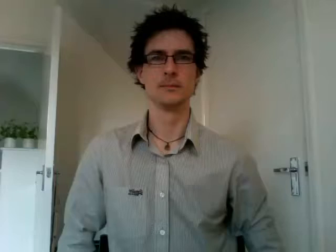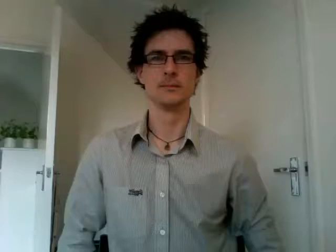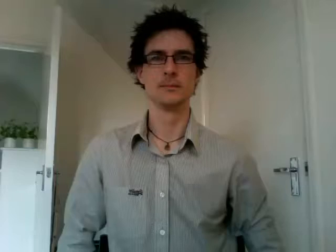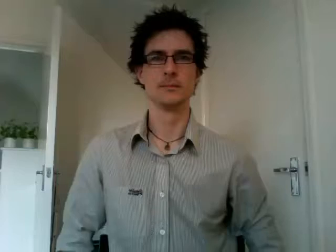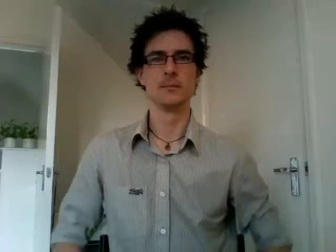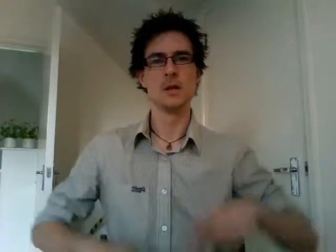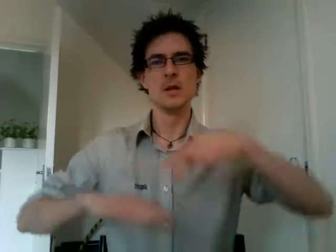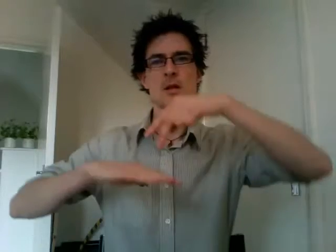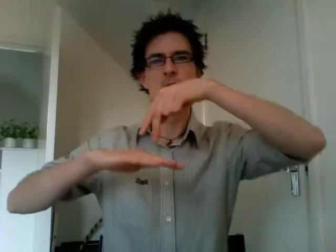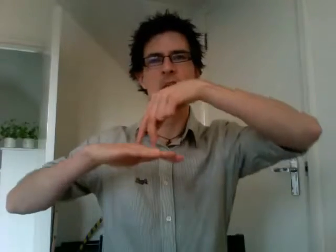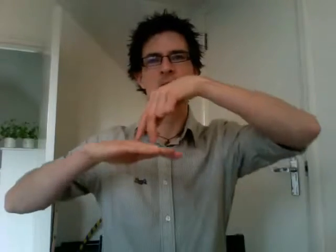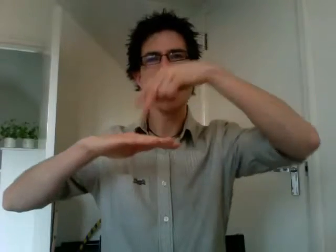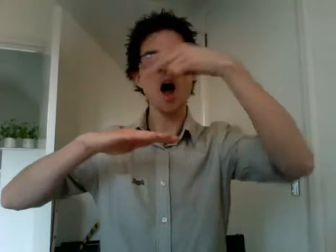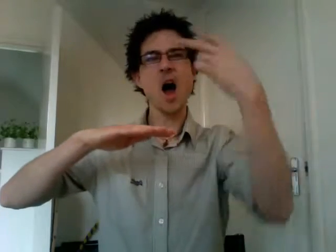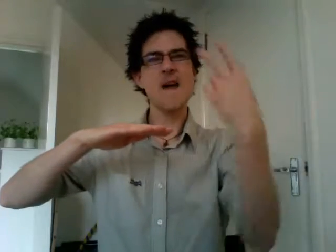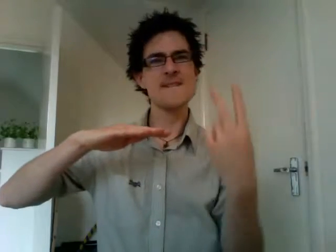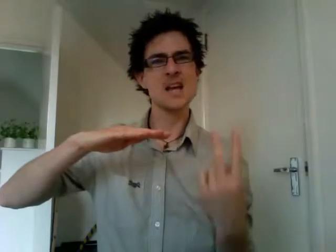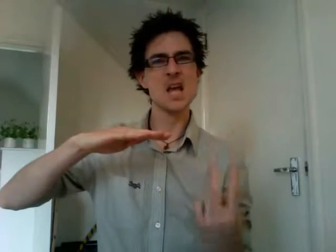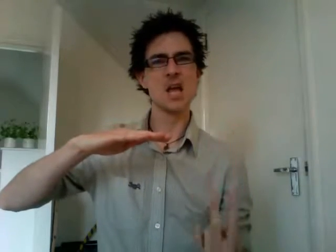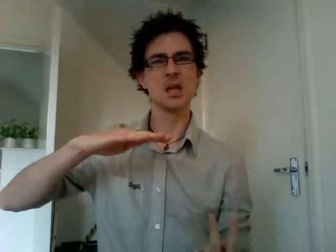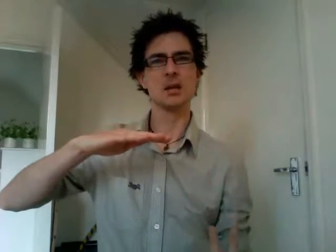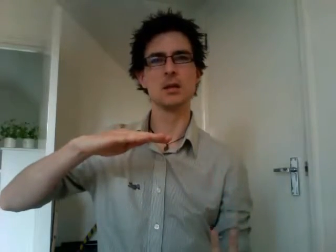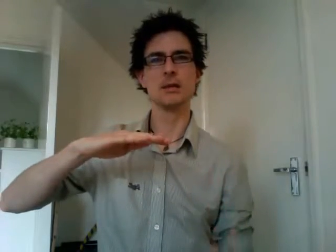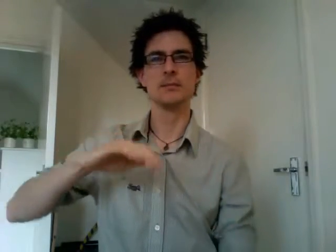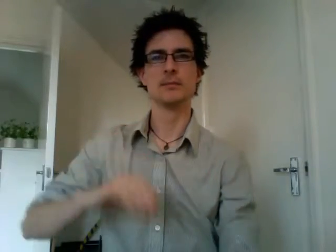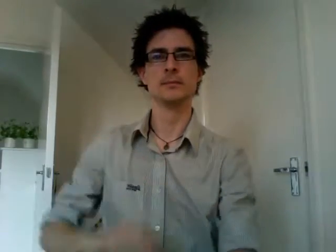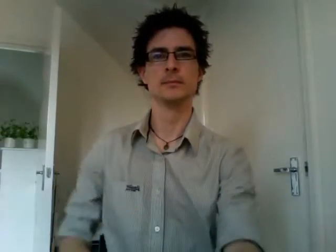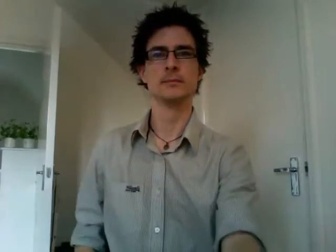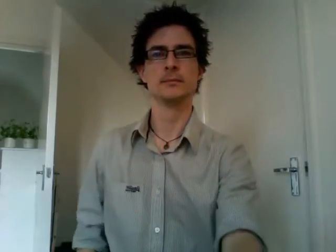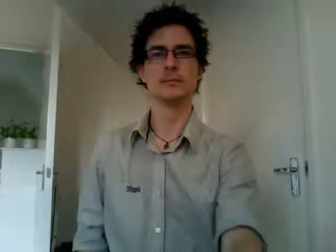diving